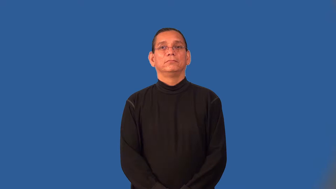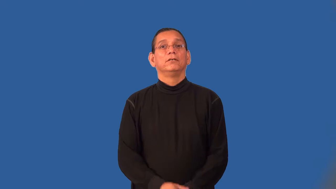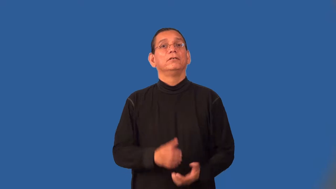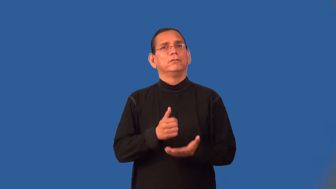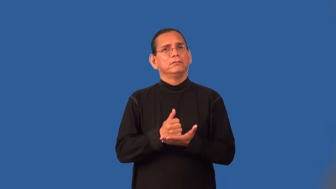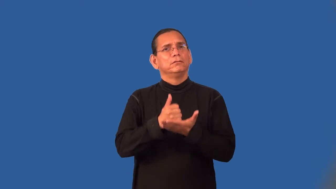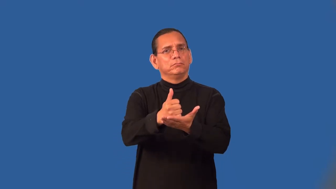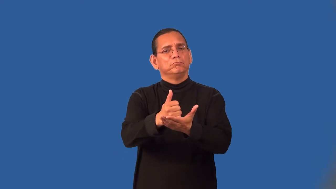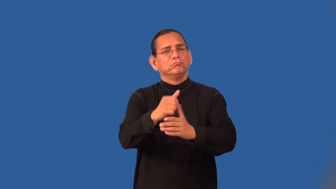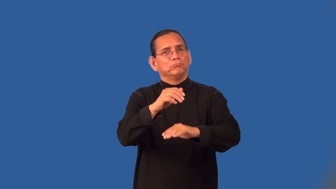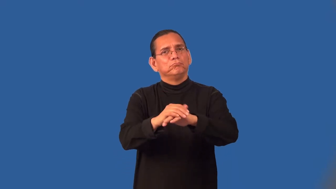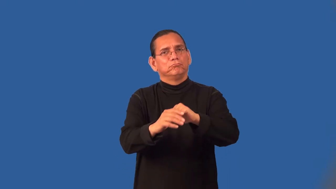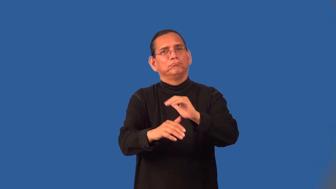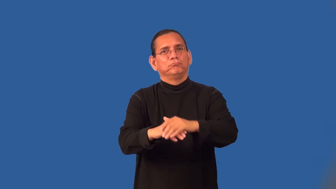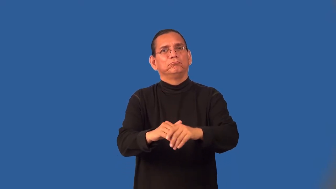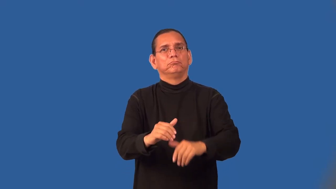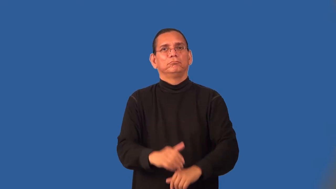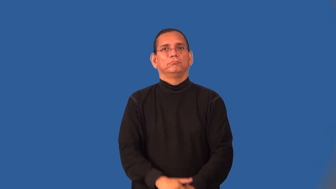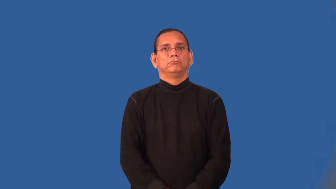soothe,palliate